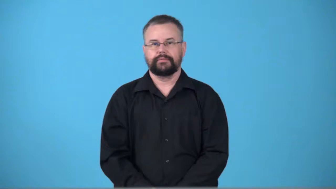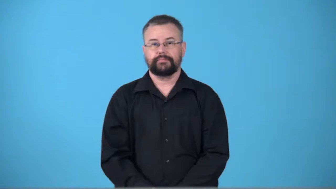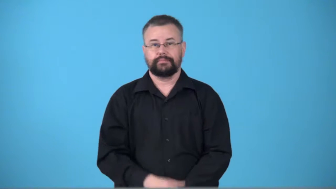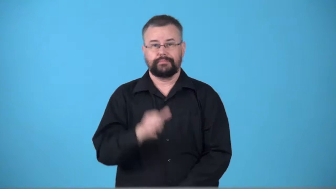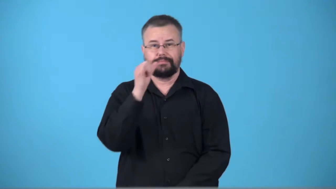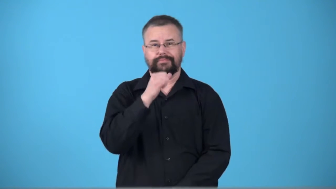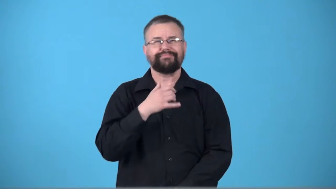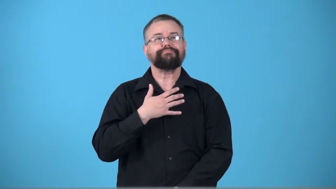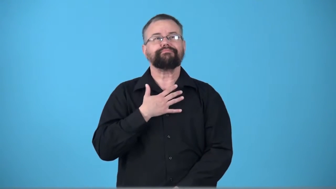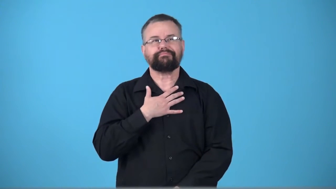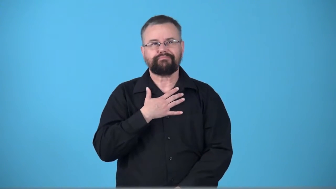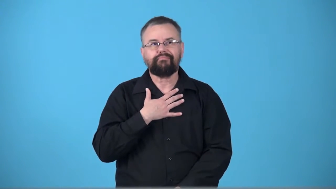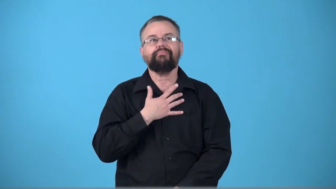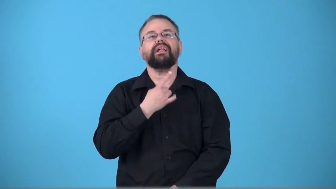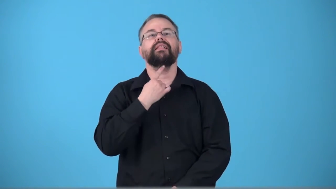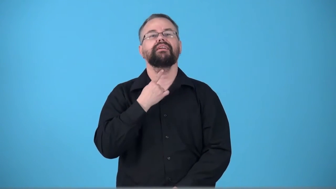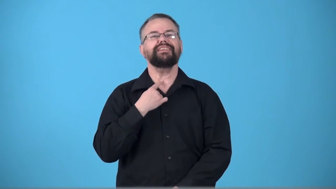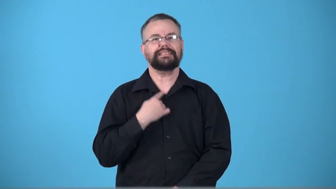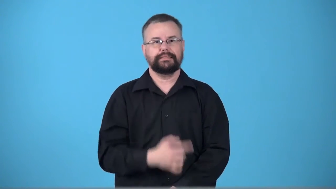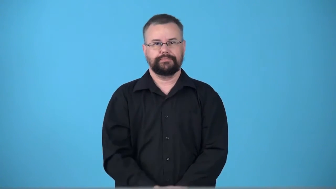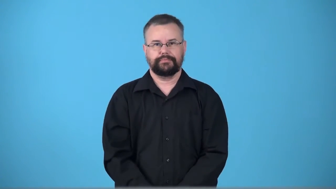parched